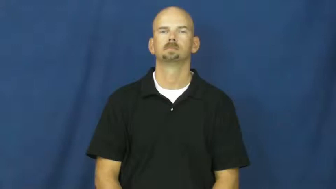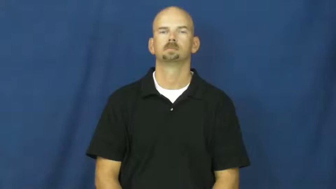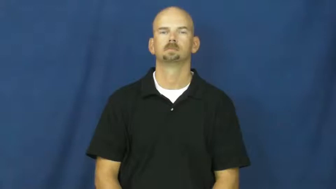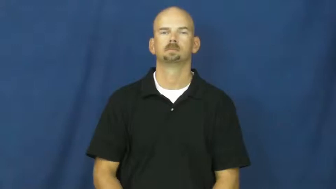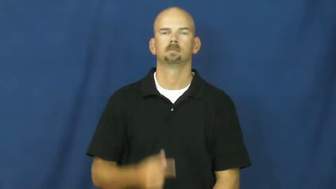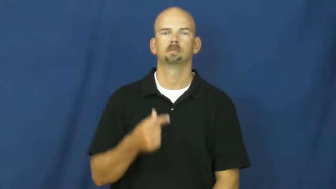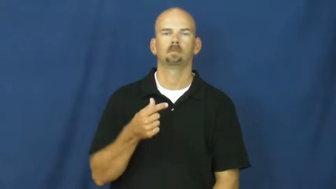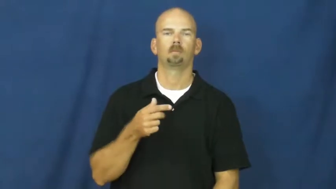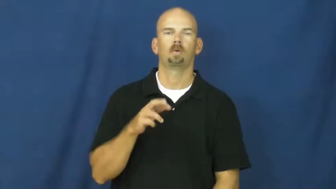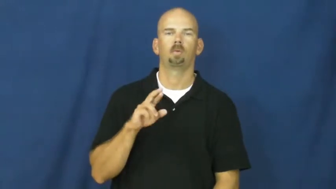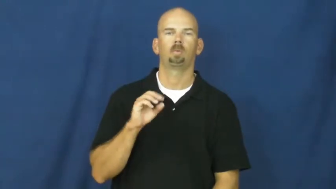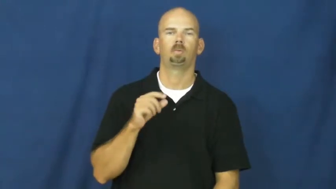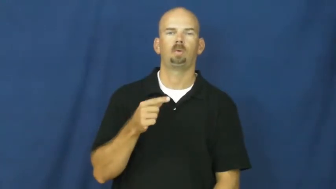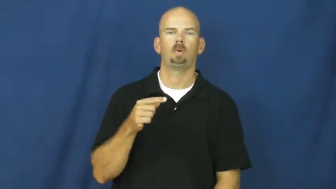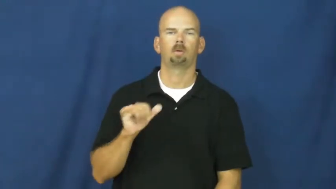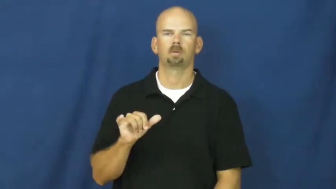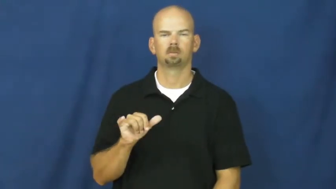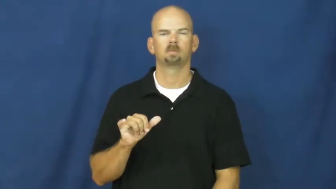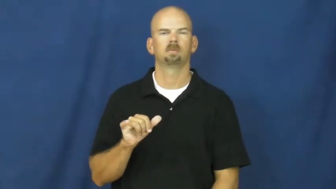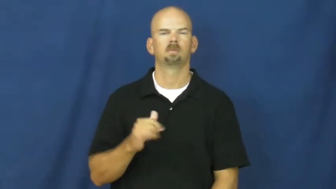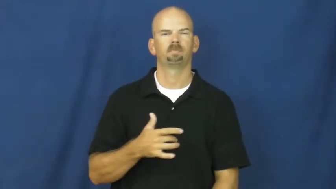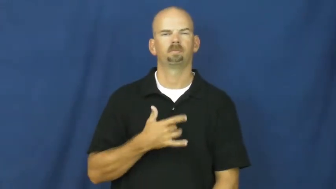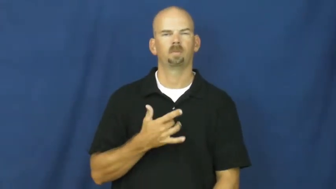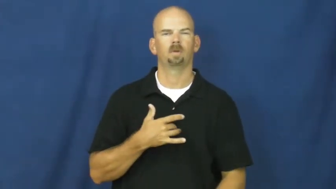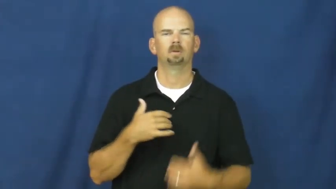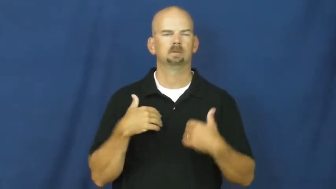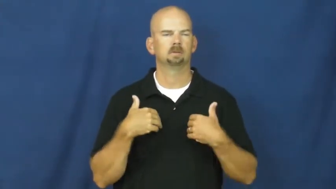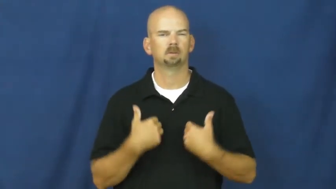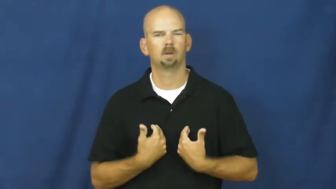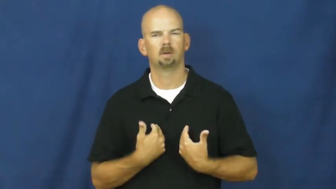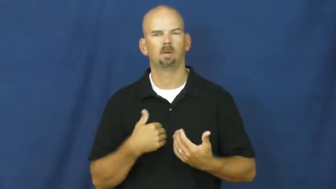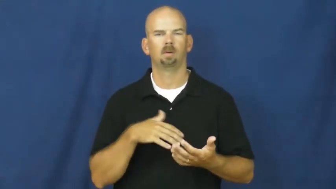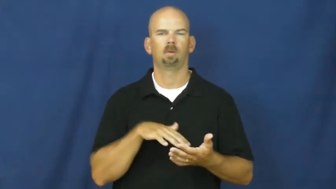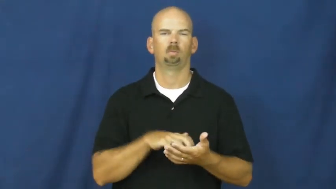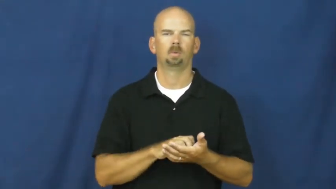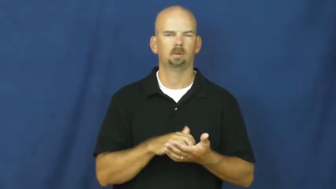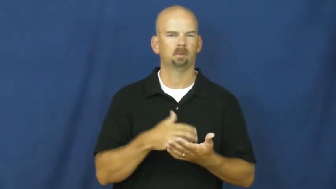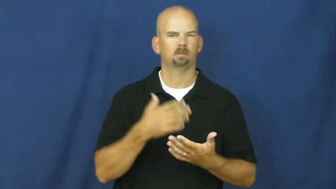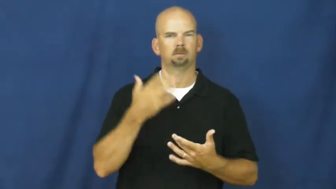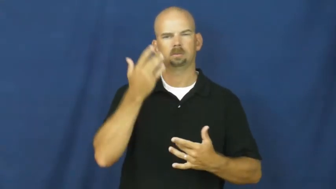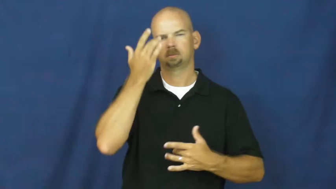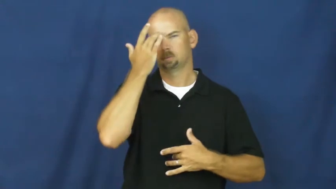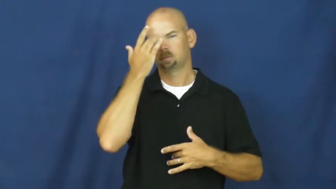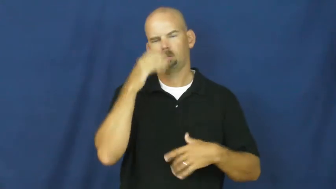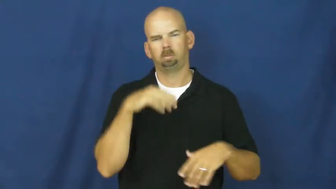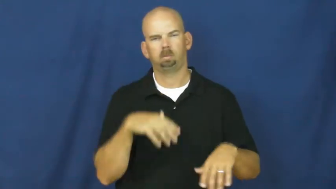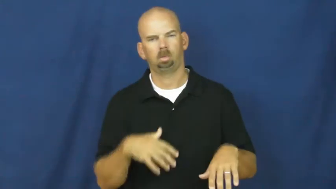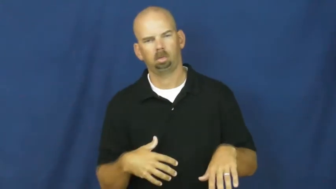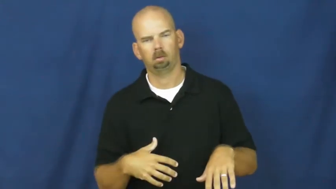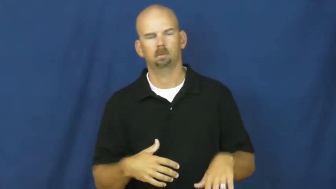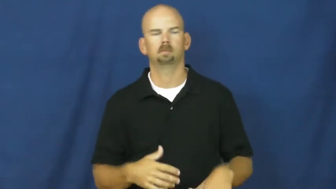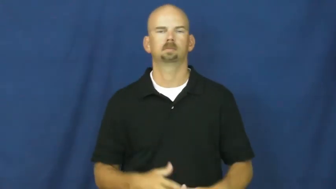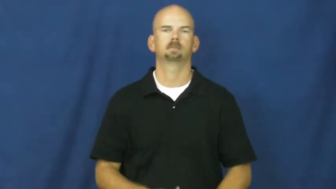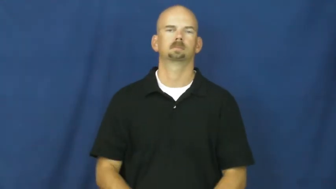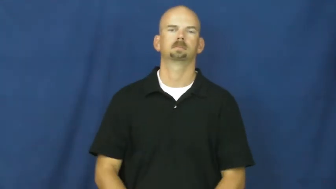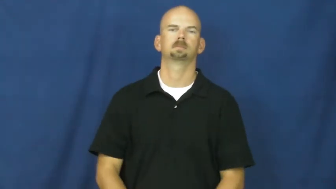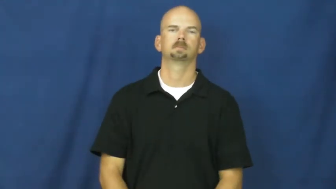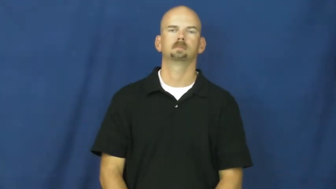groggy